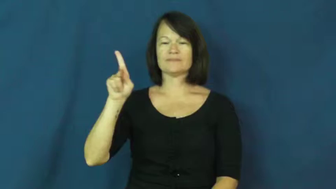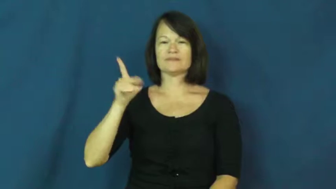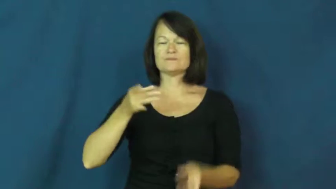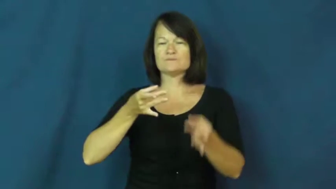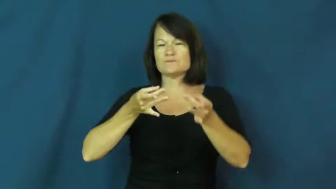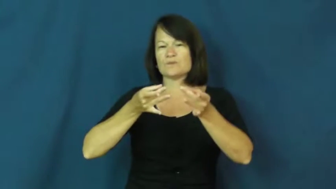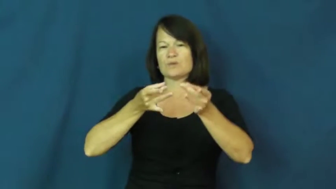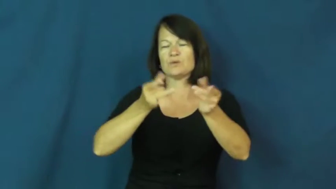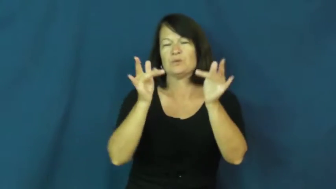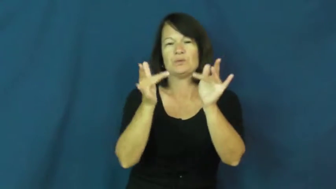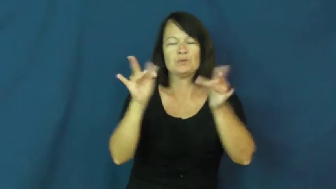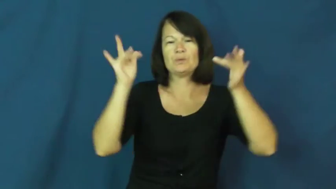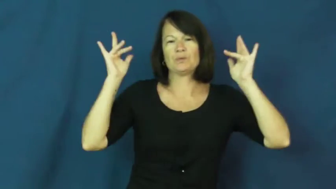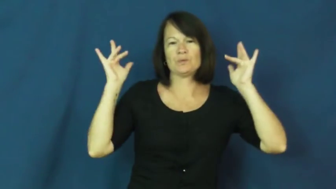glassy,slick